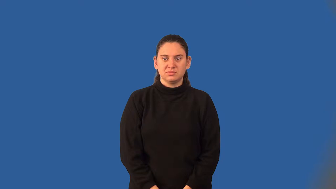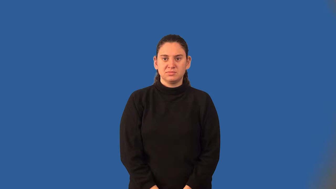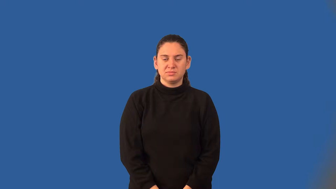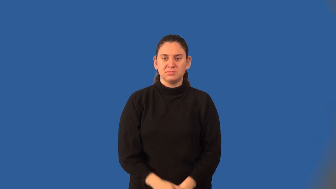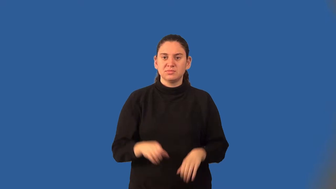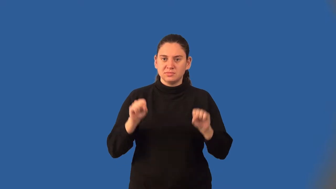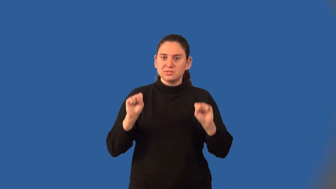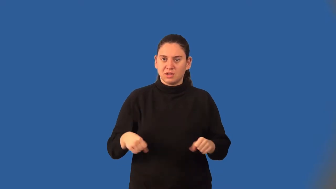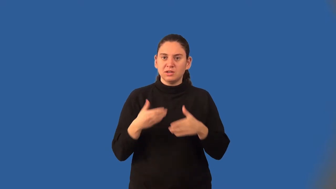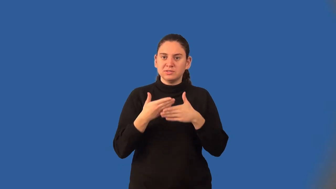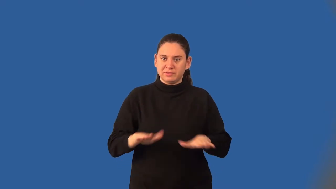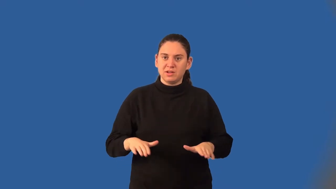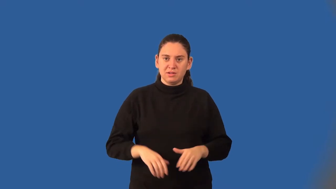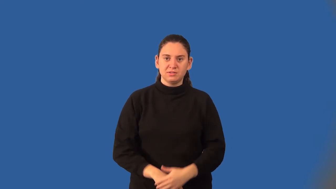divisible